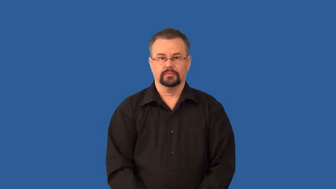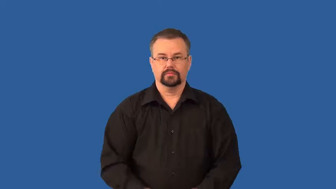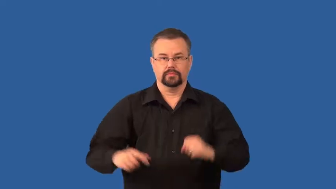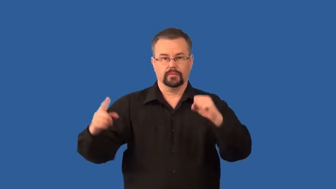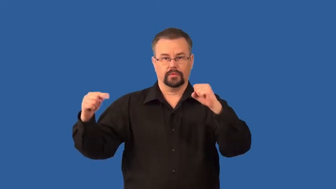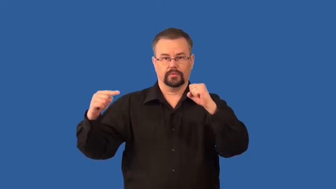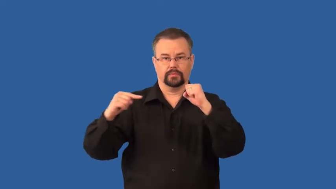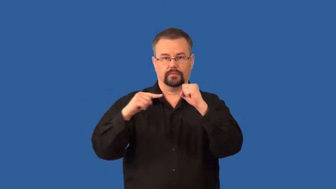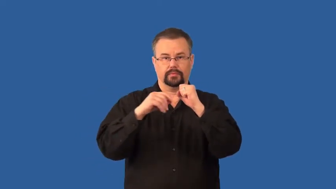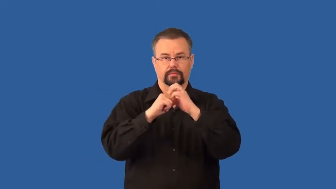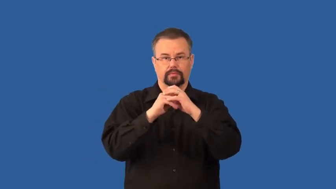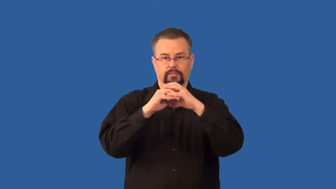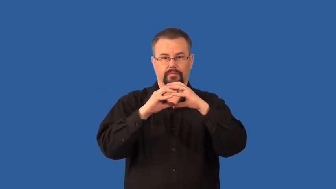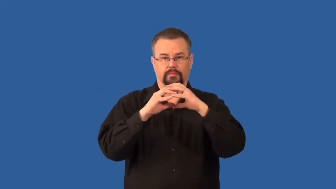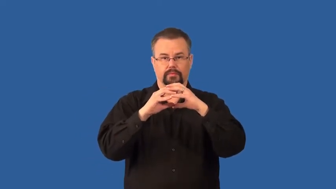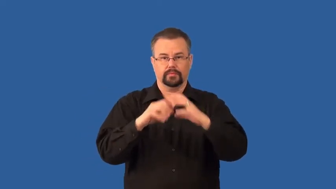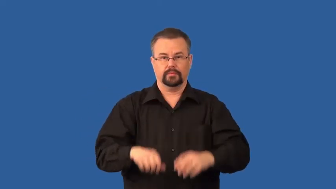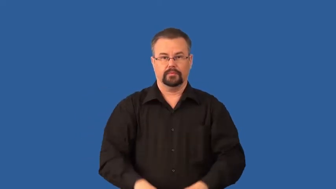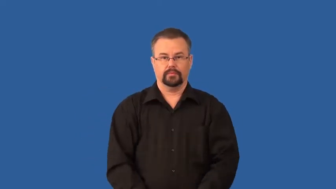embryo